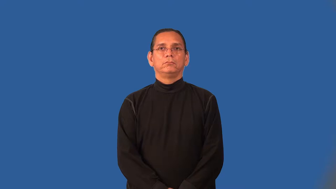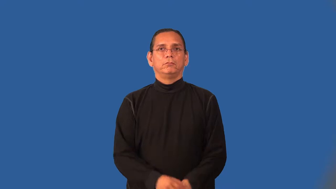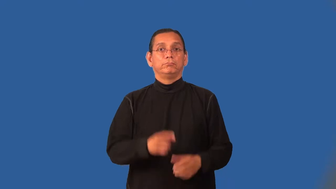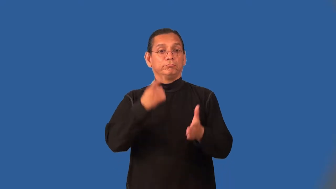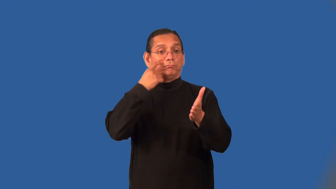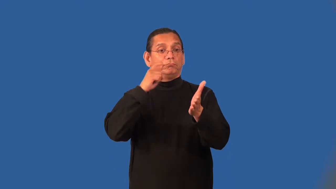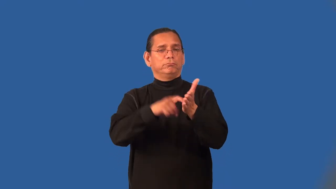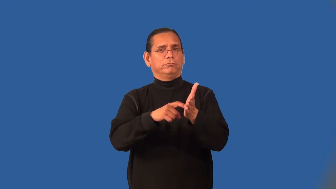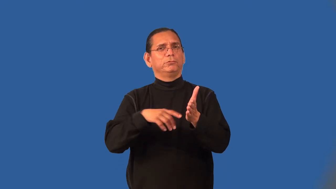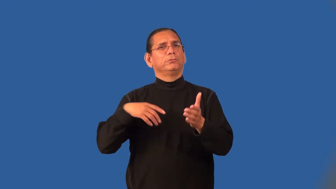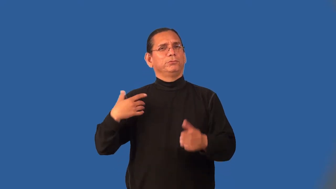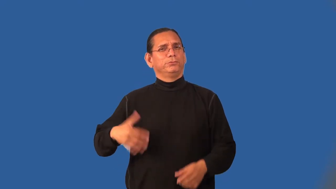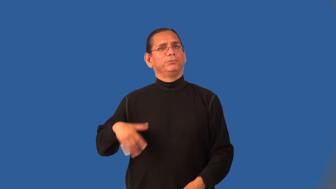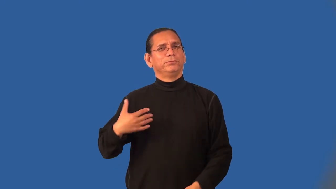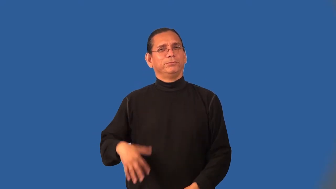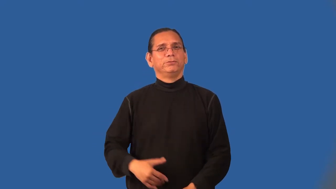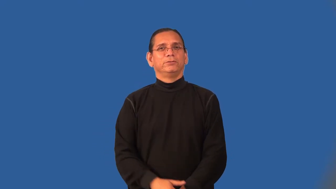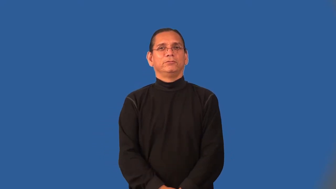notable